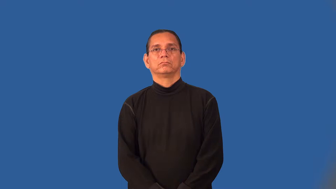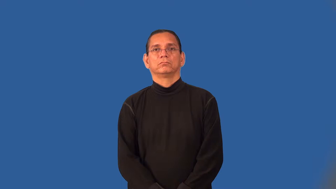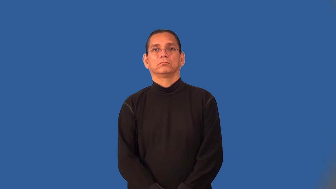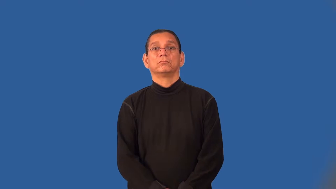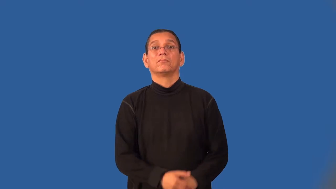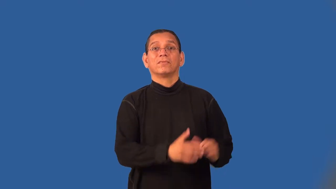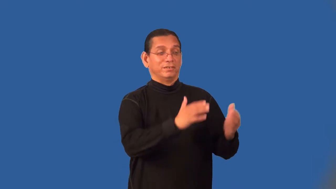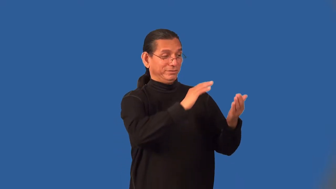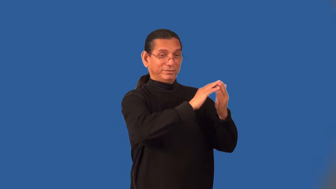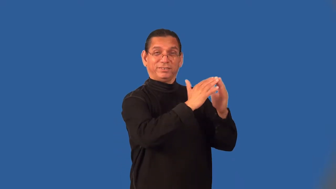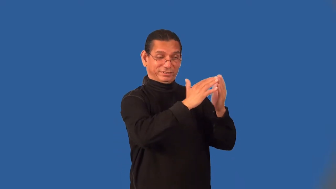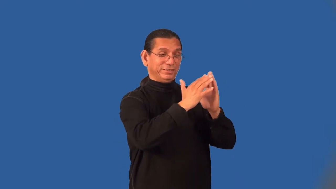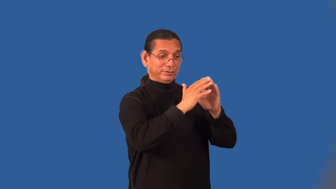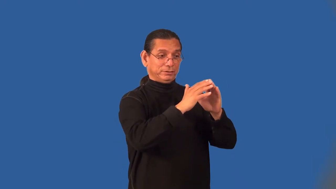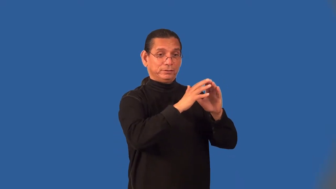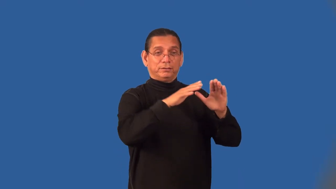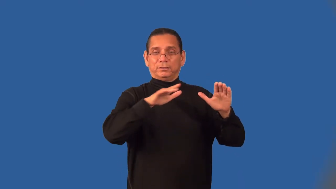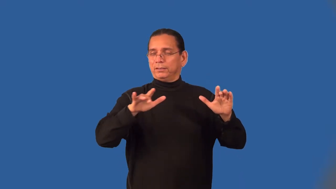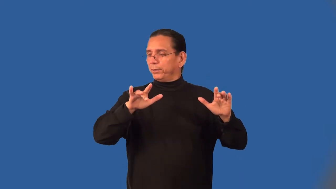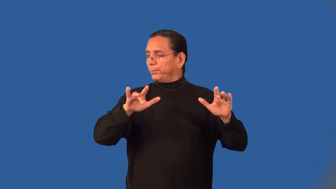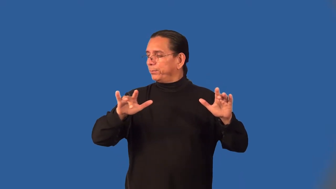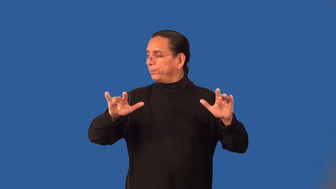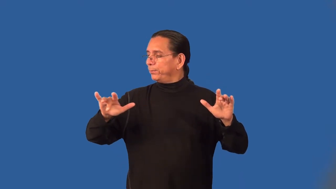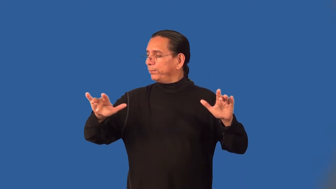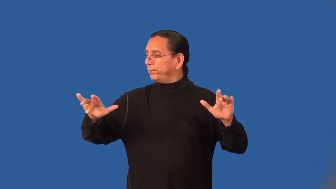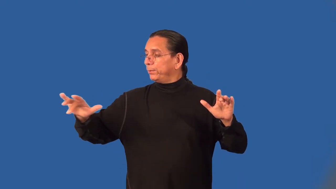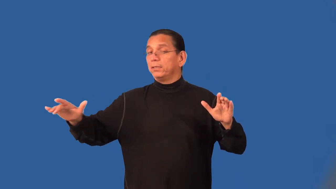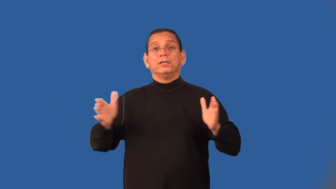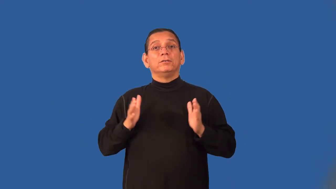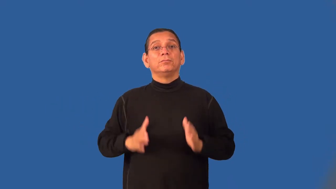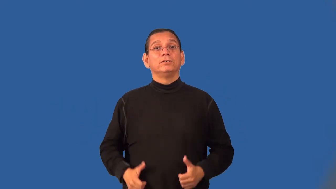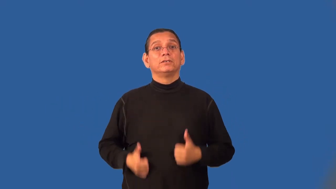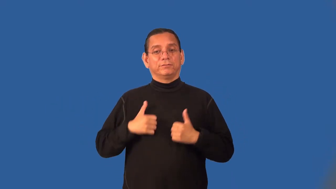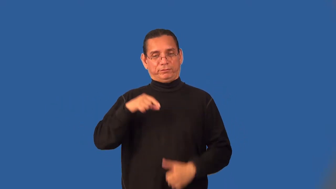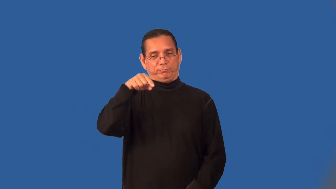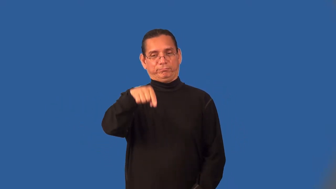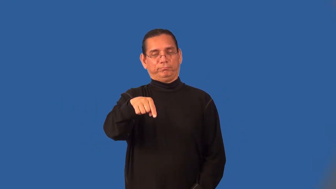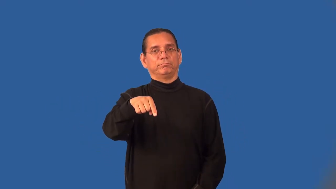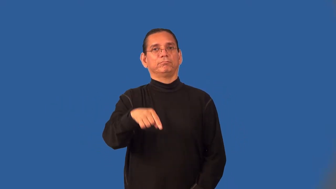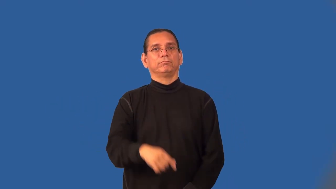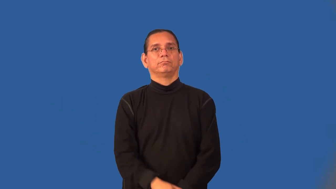frontiersman